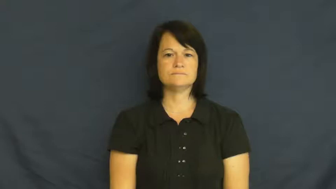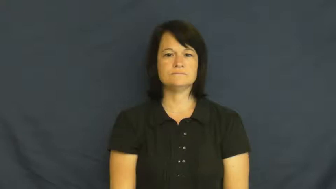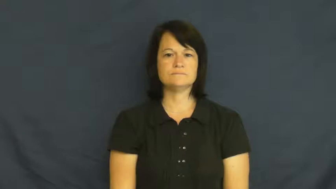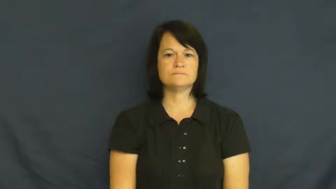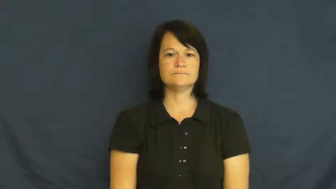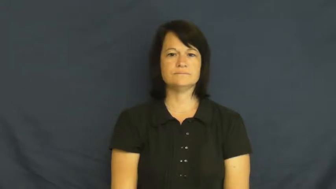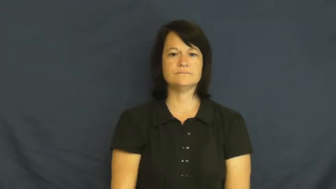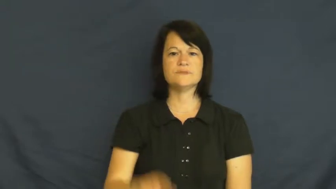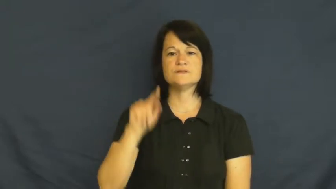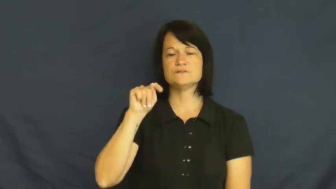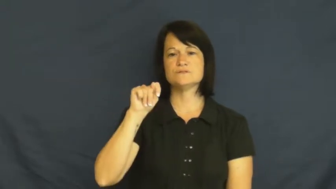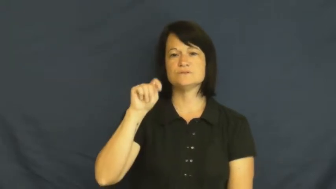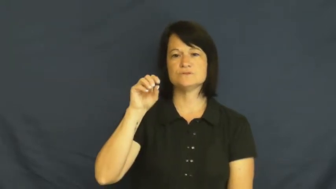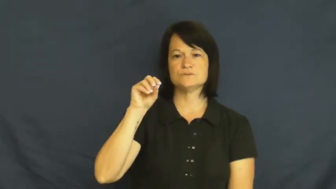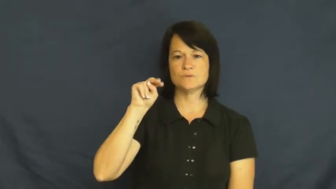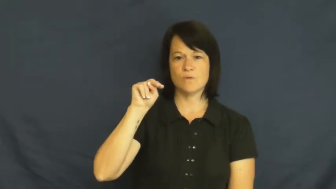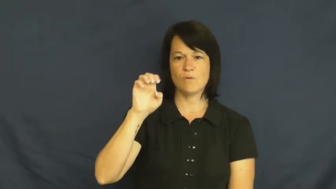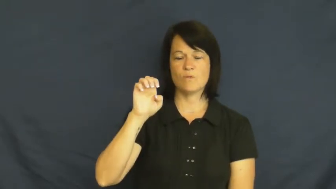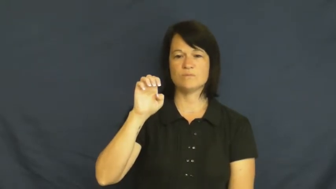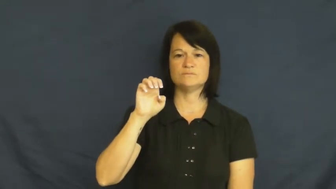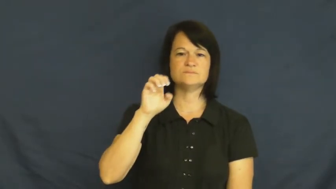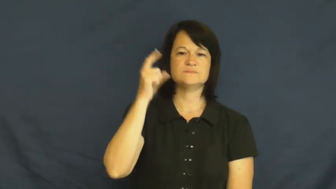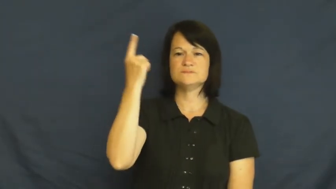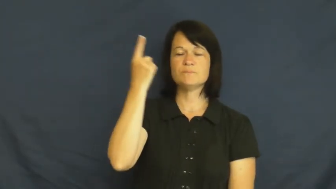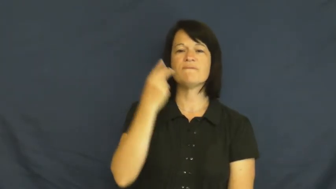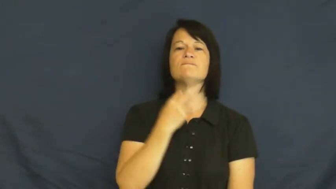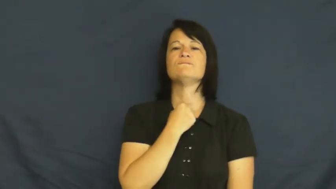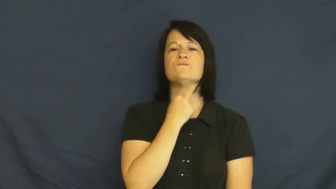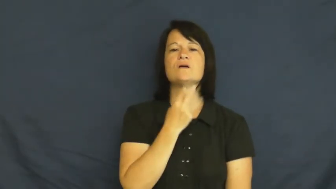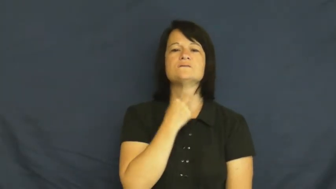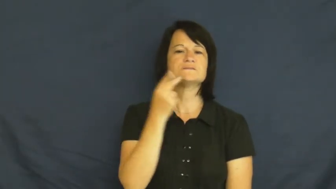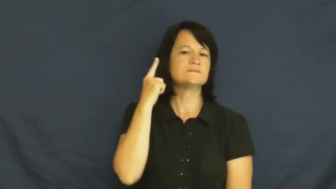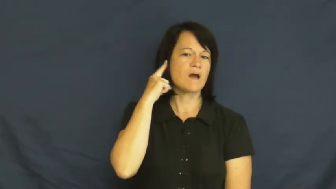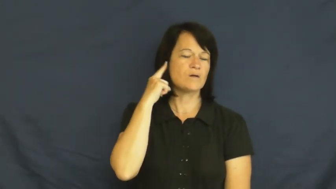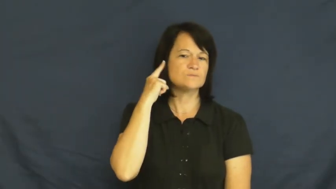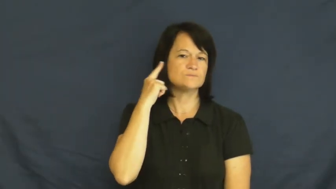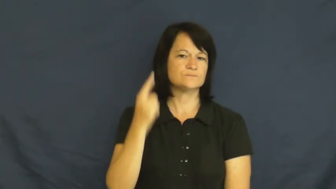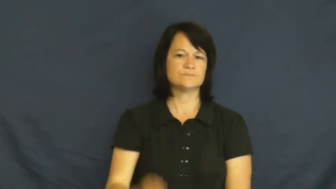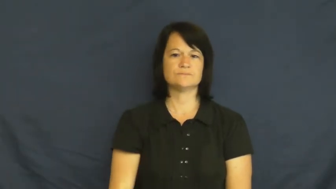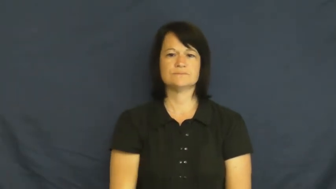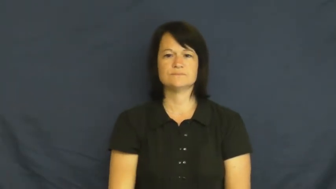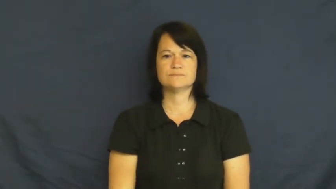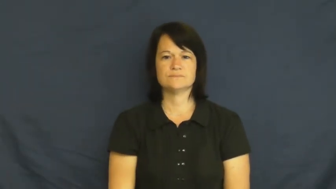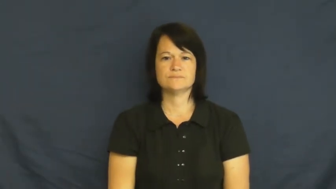tone-sound